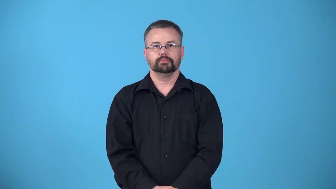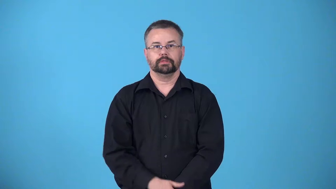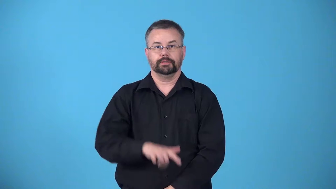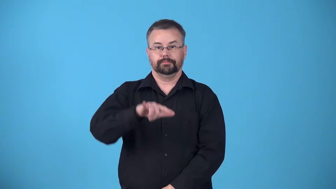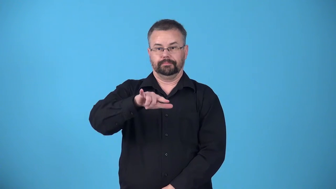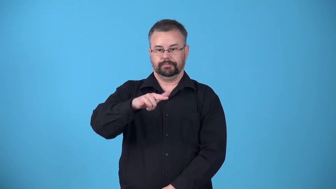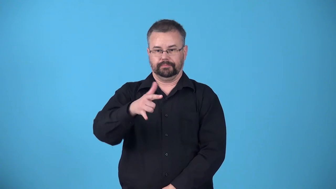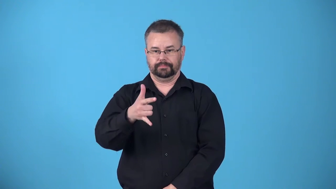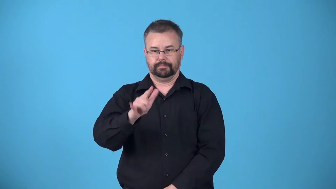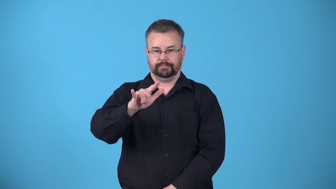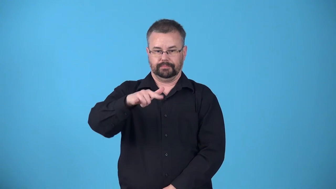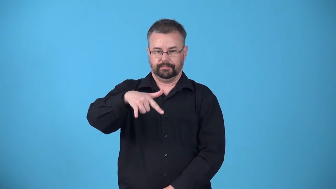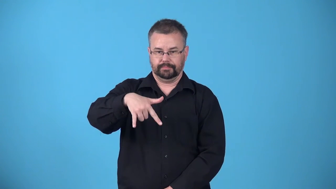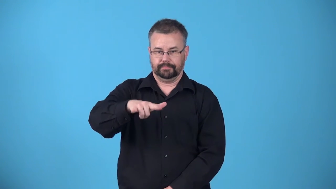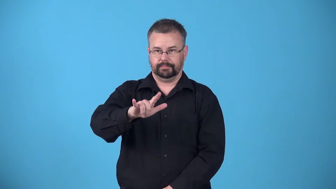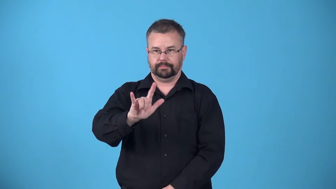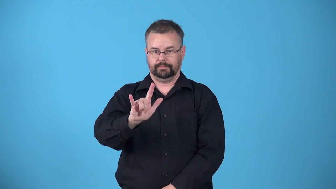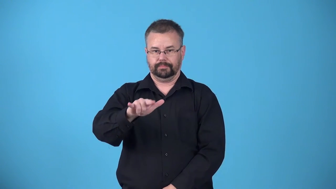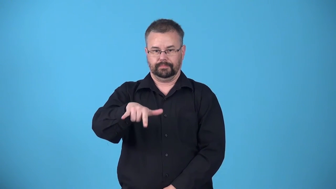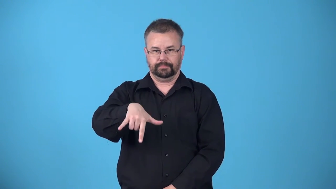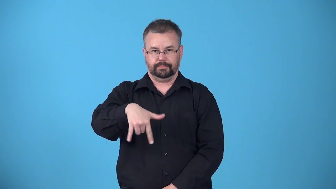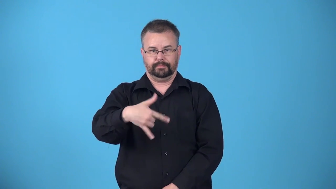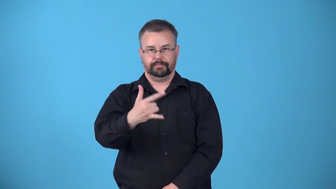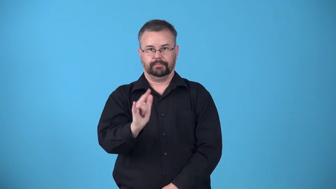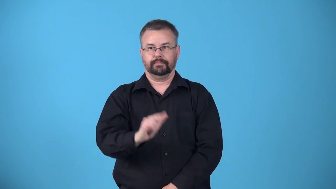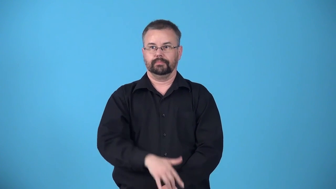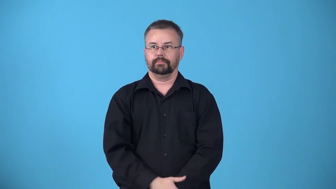attitude-position of airplane in relation to a point of reference